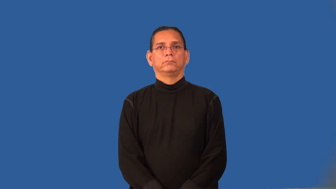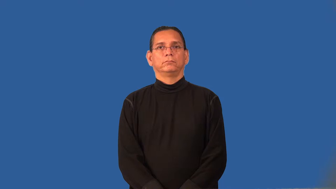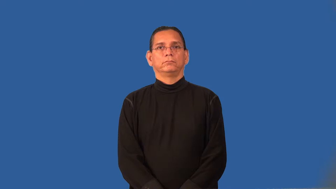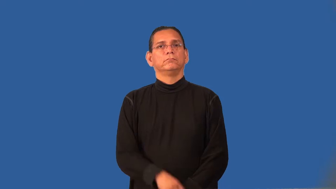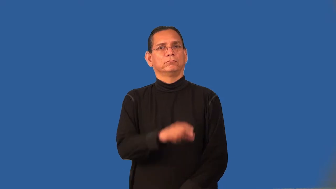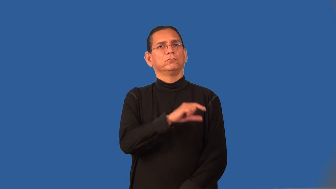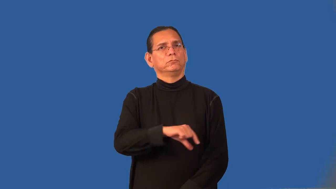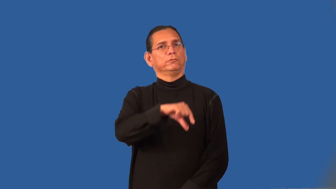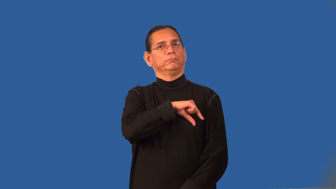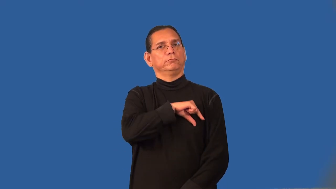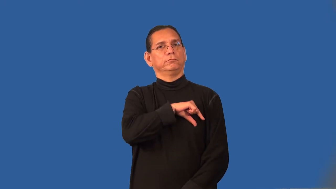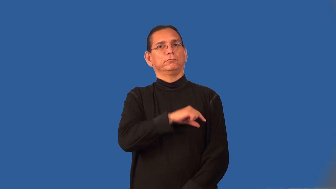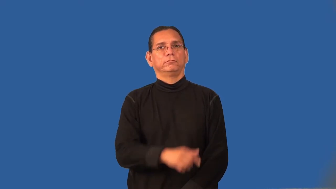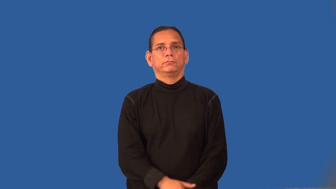qualified-have skill